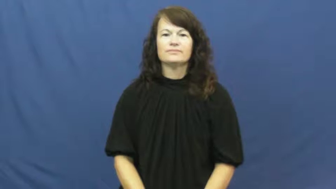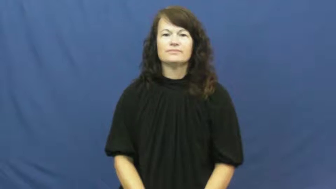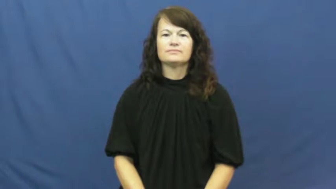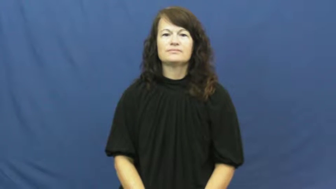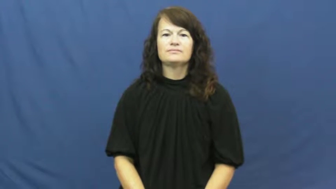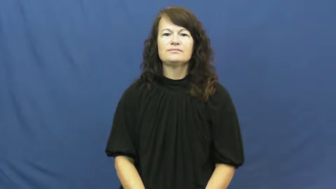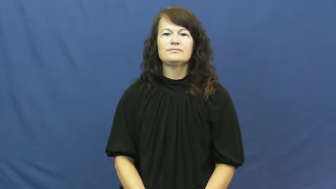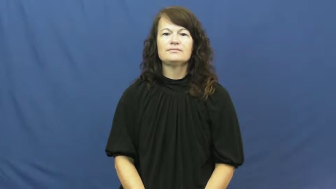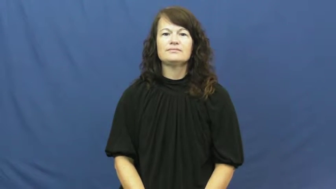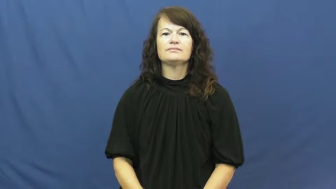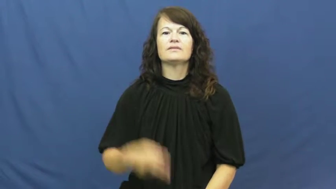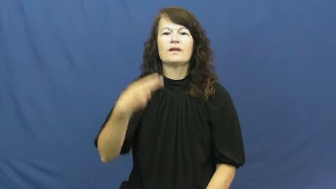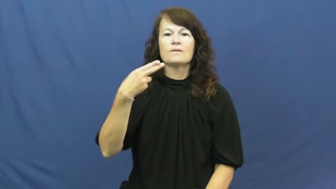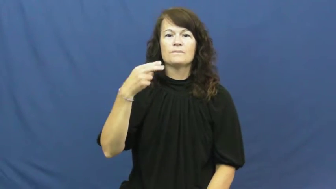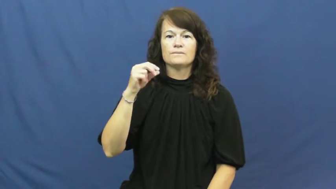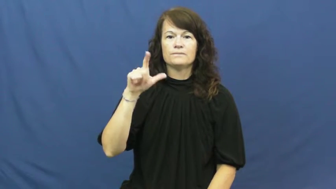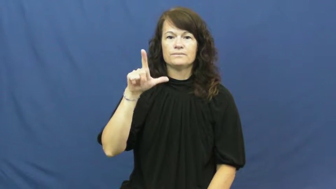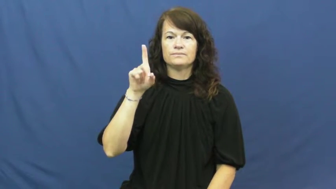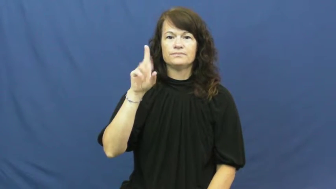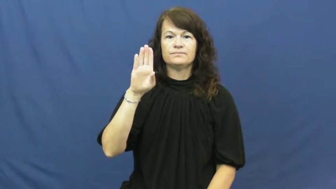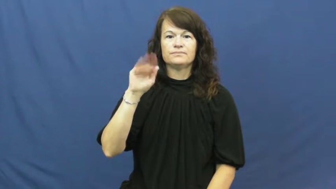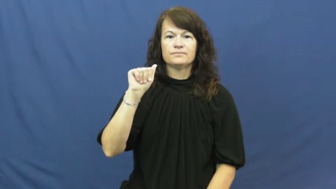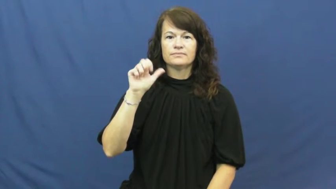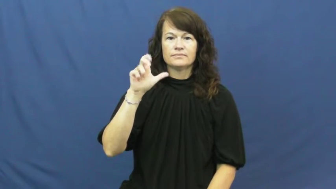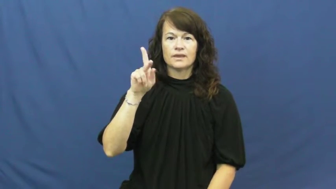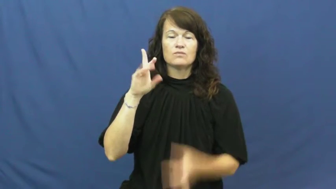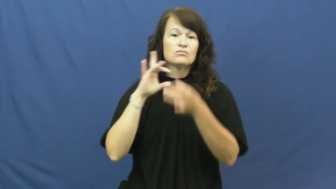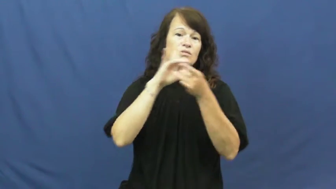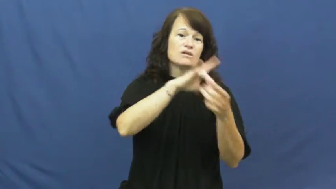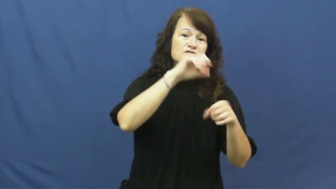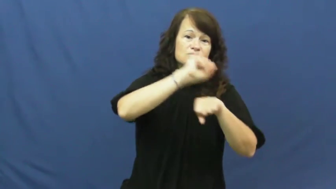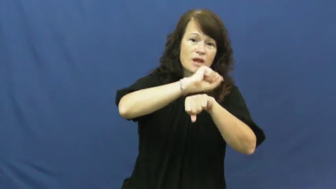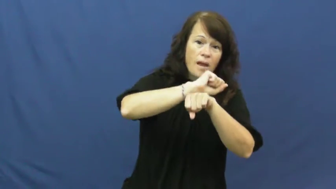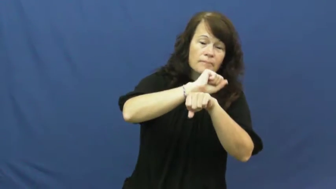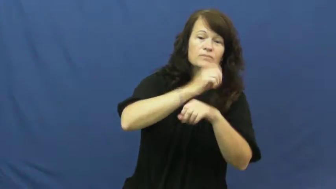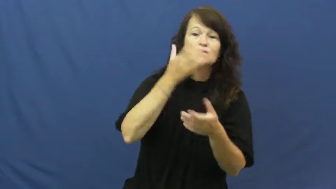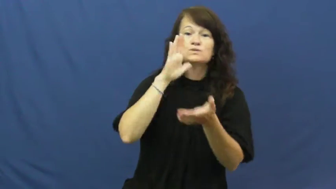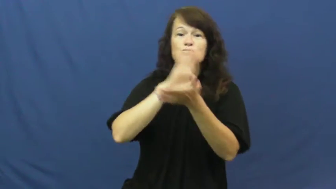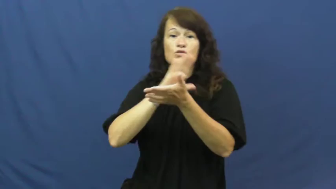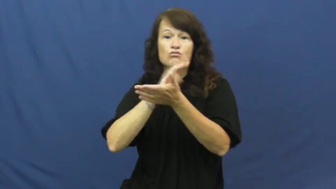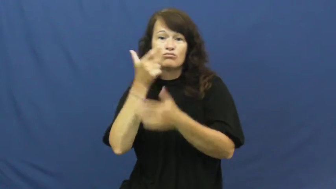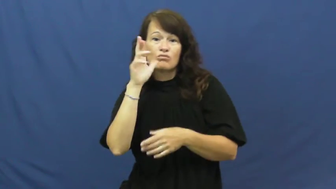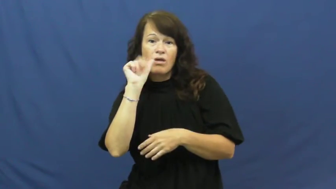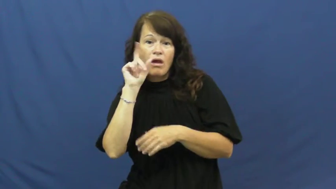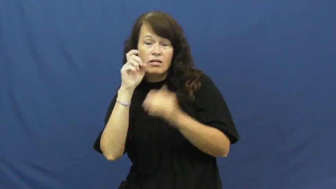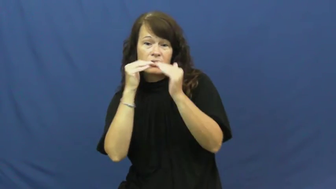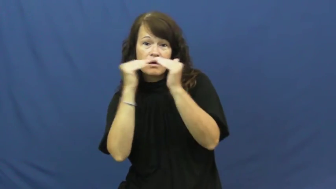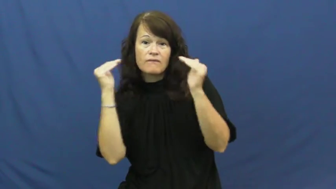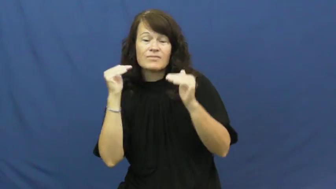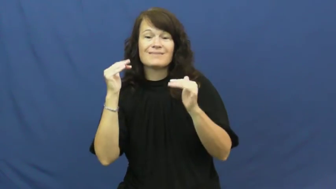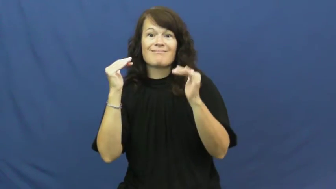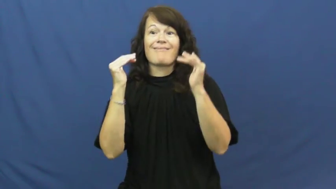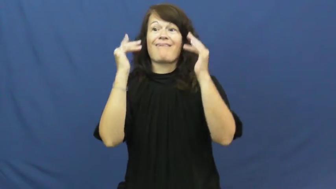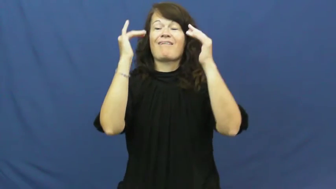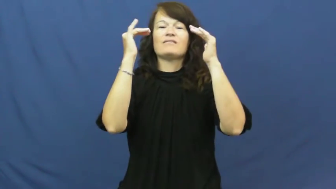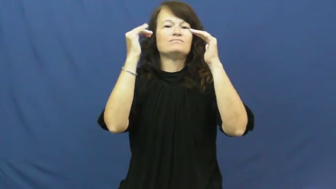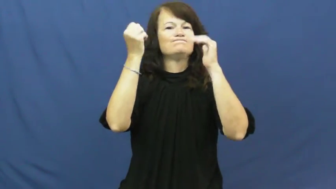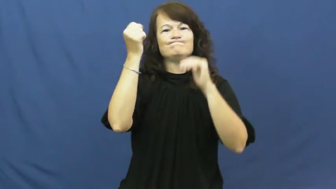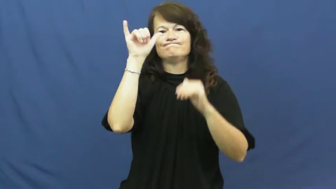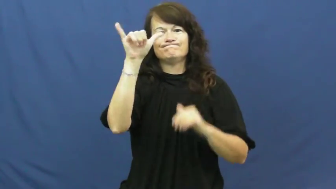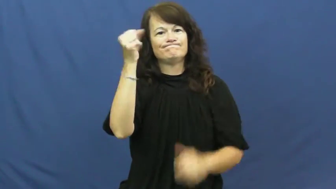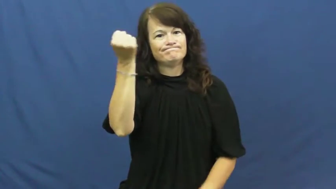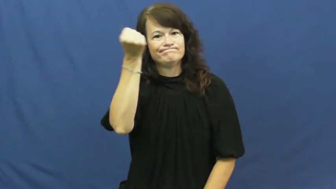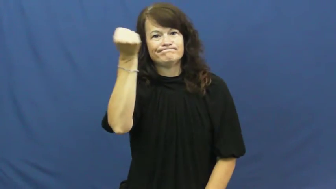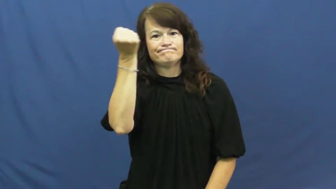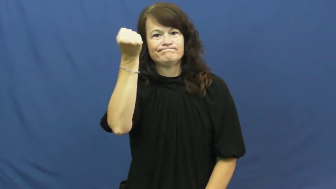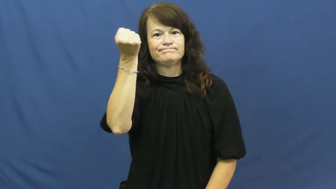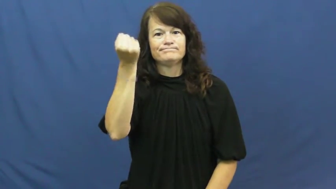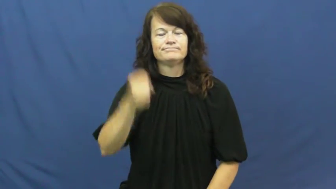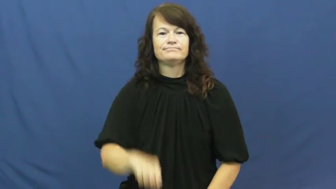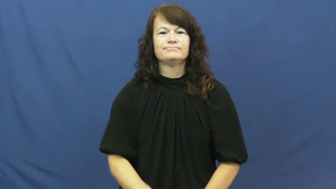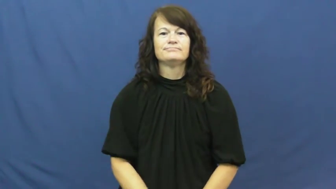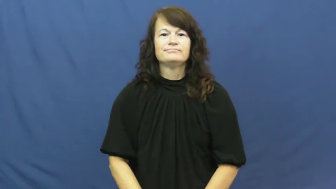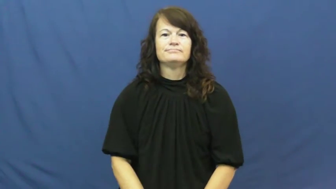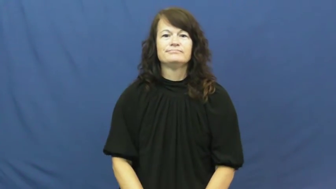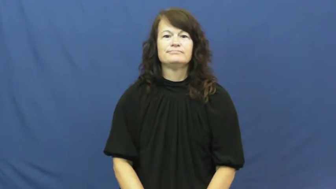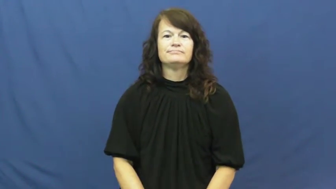hold back-level